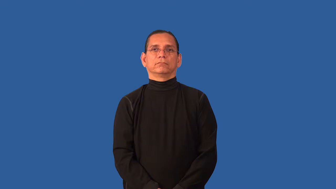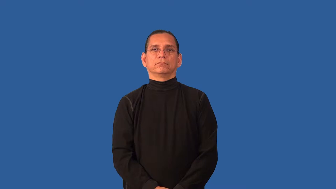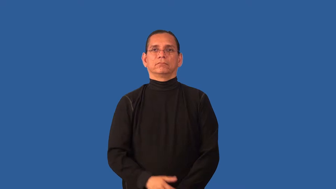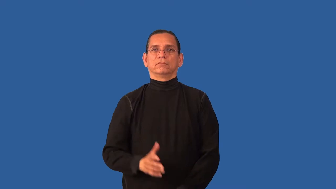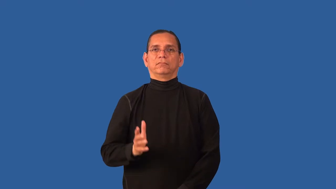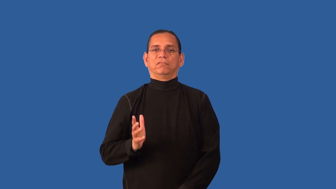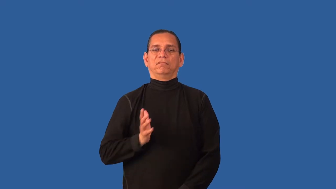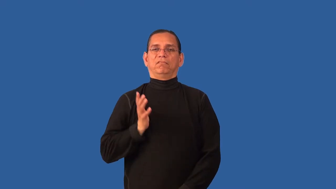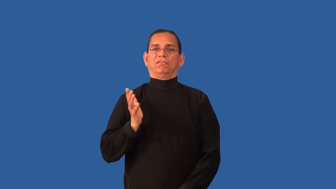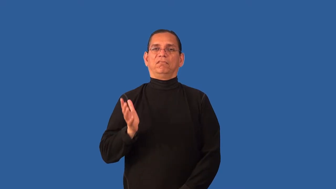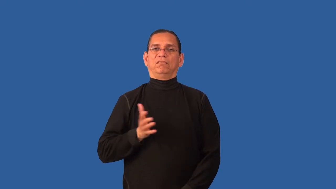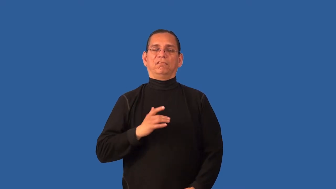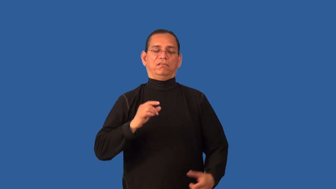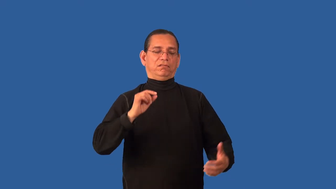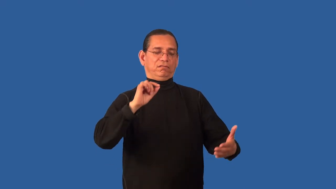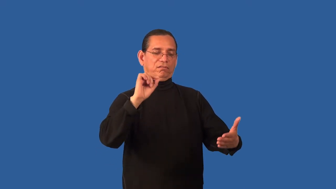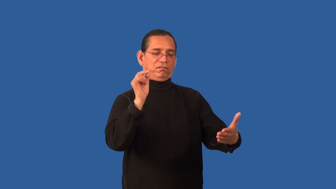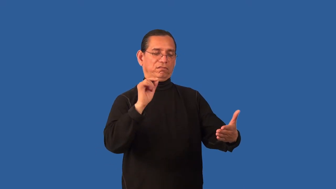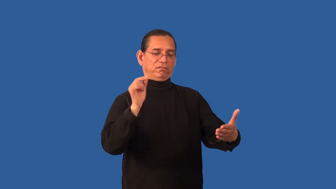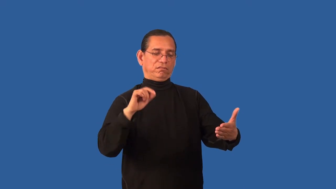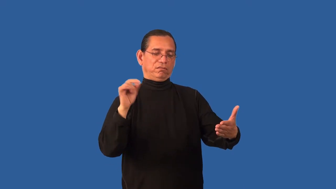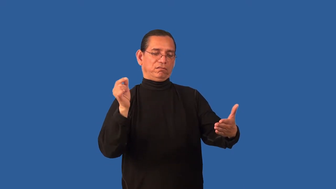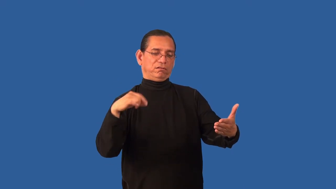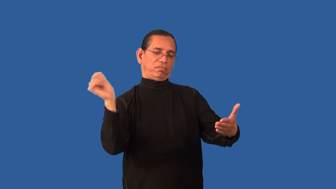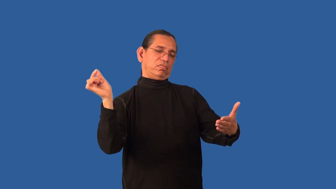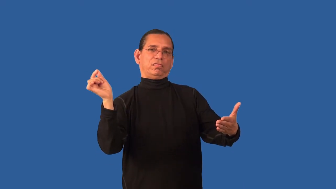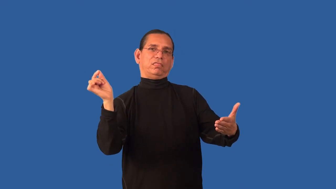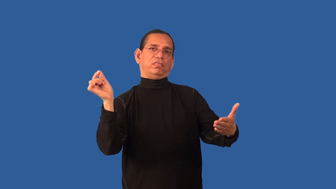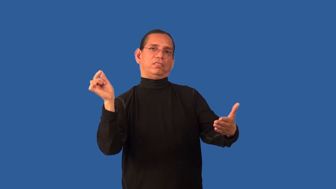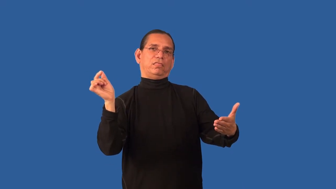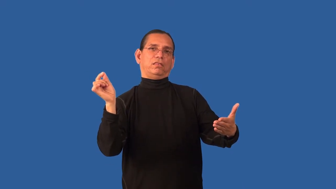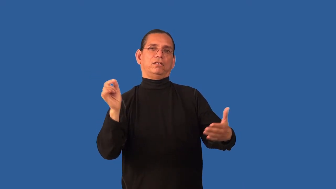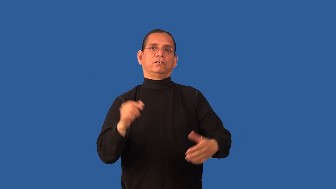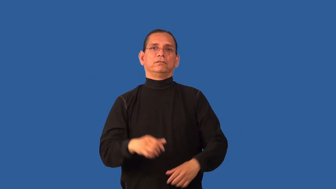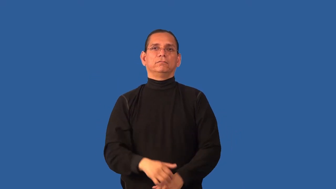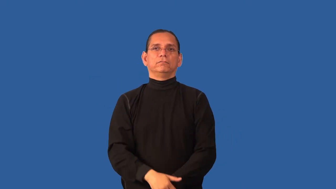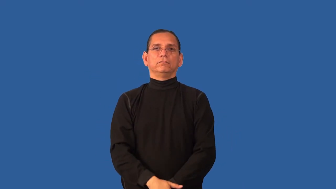calligraphy